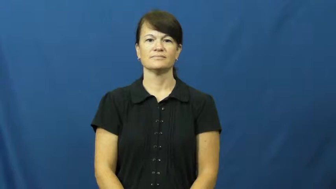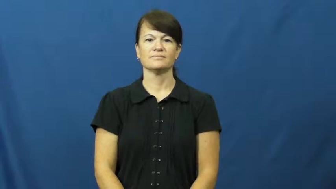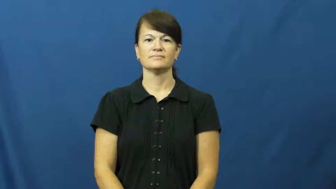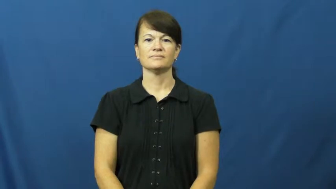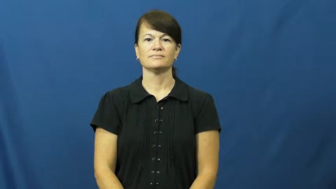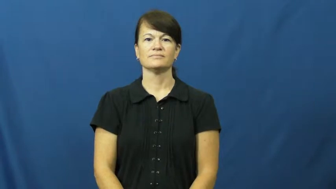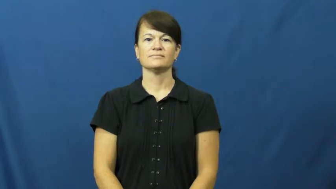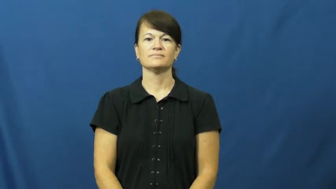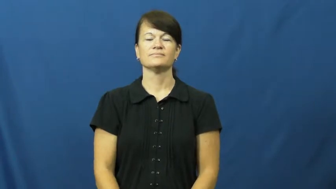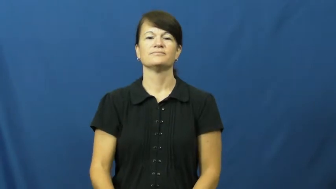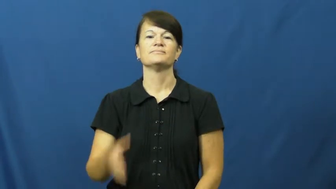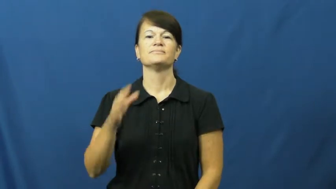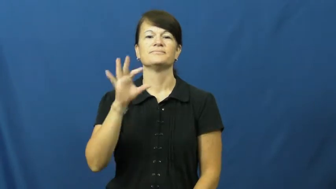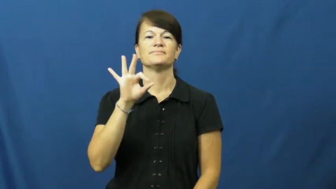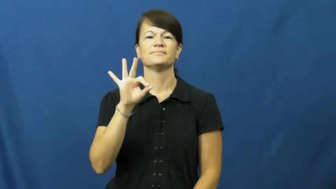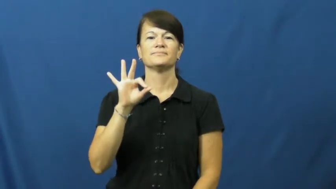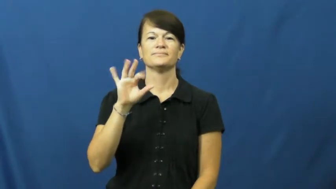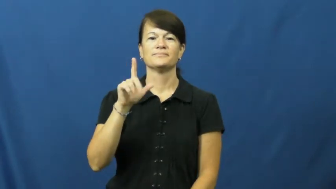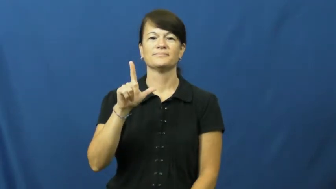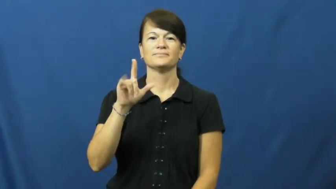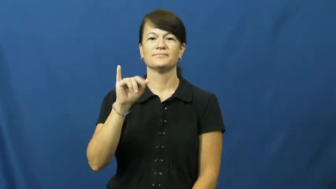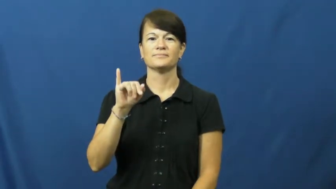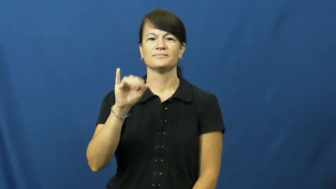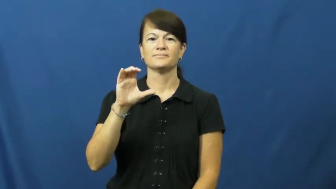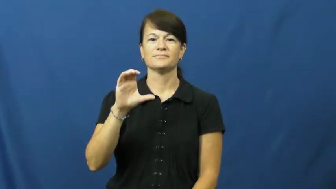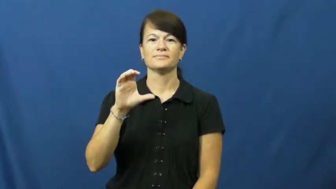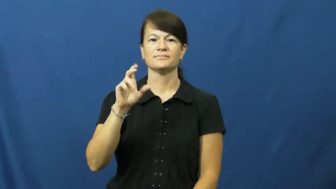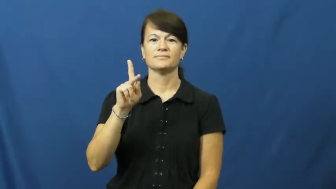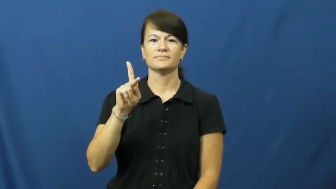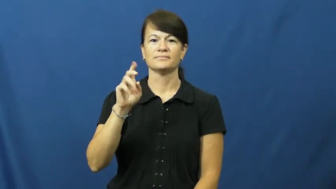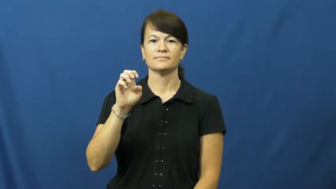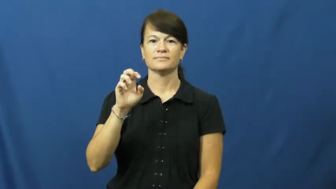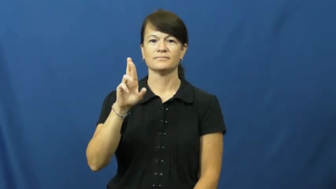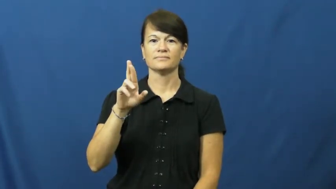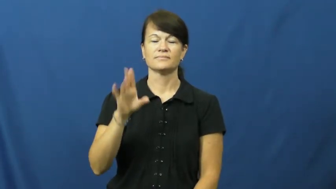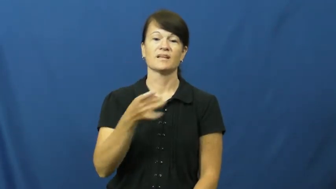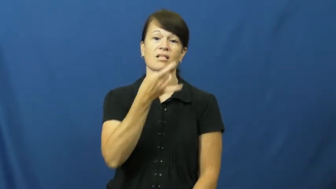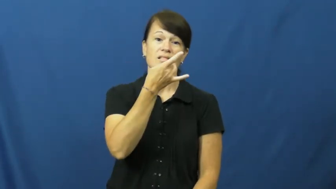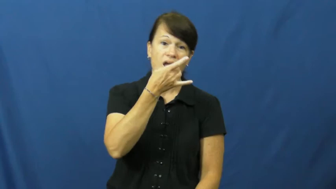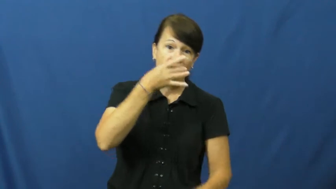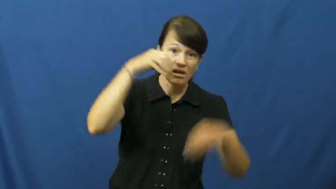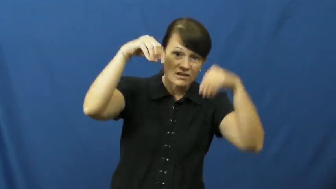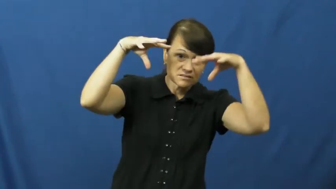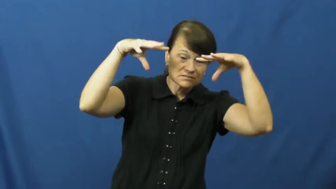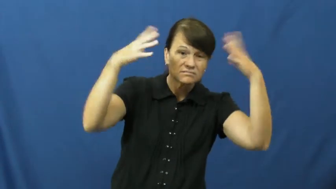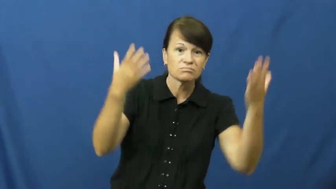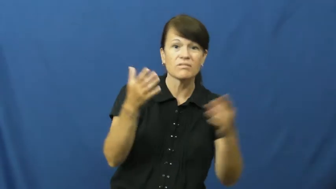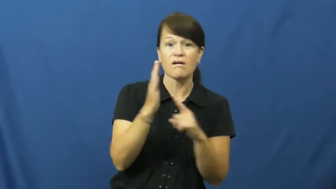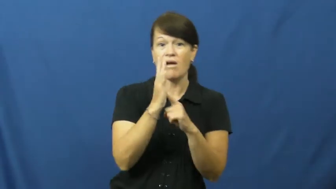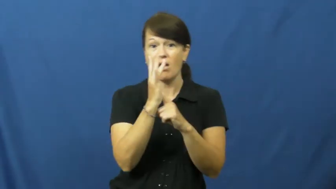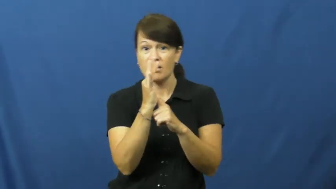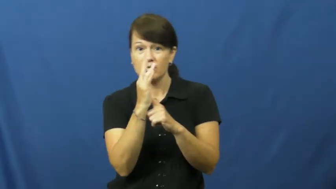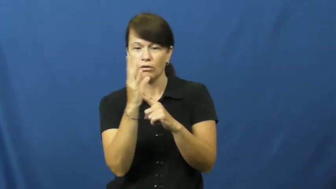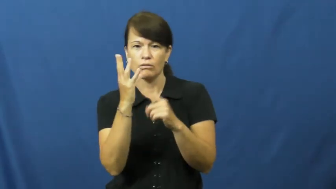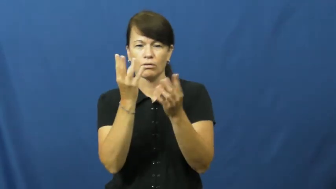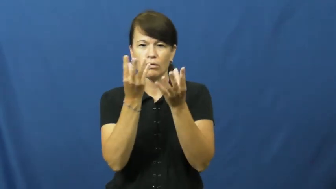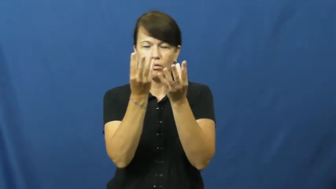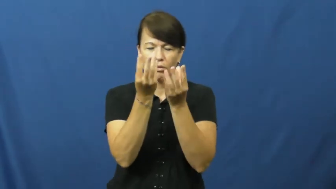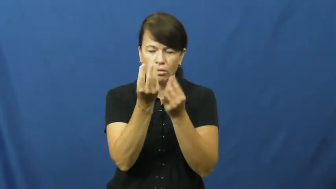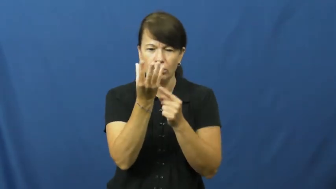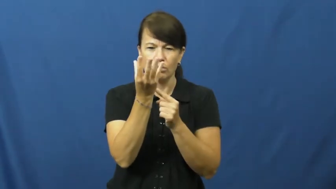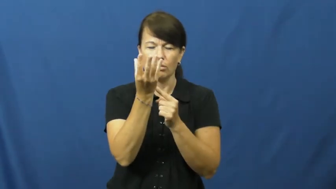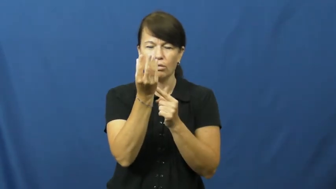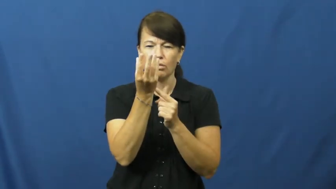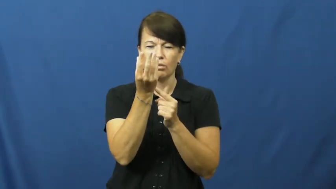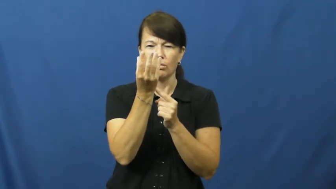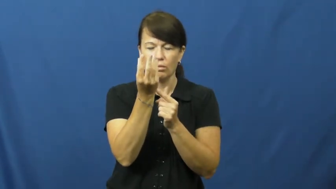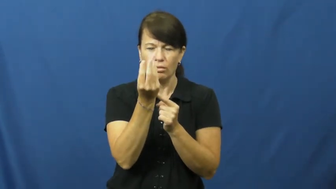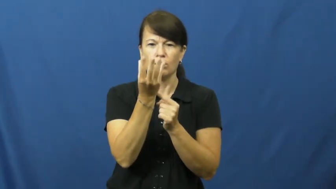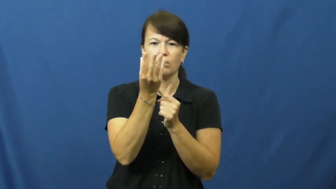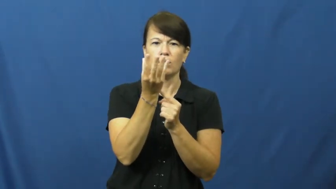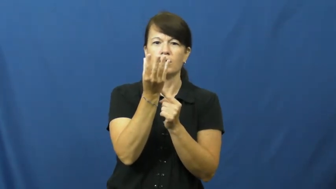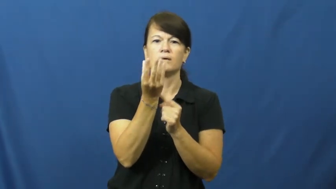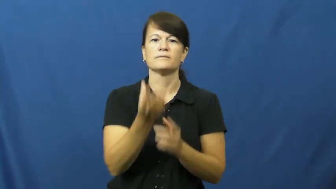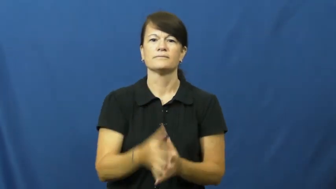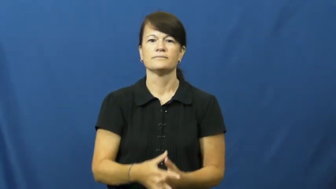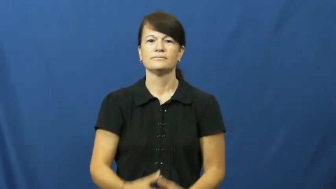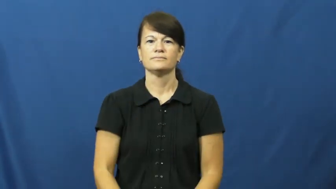flicker